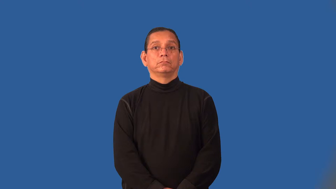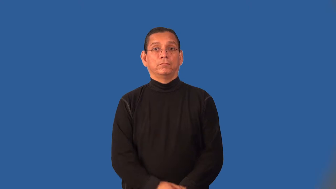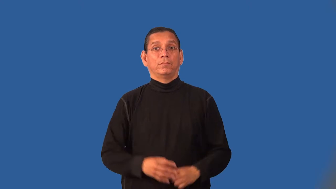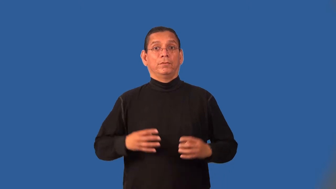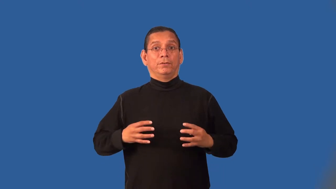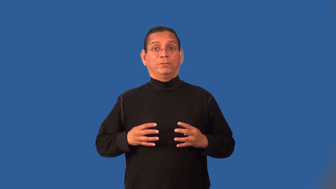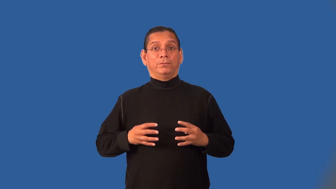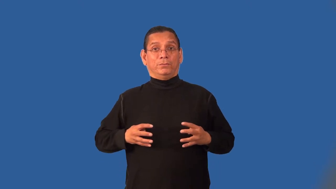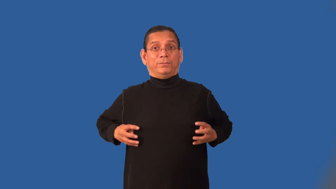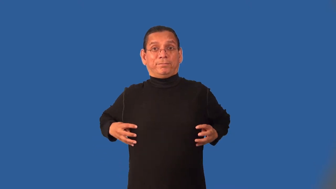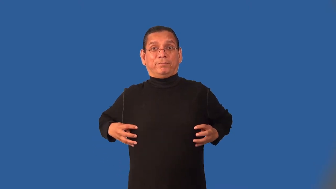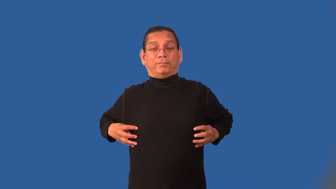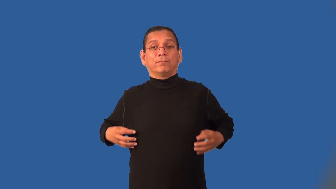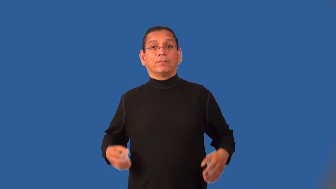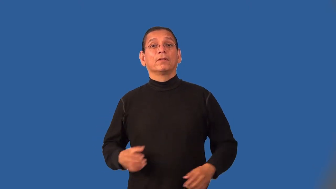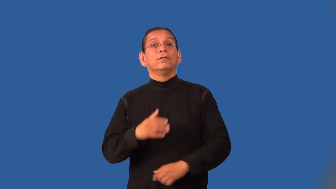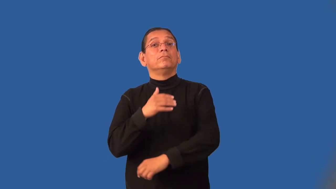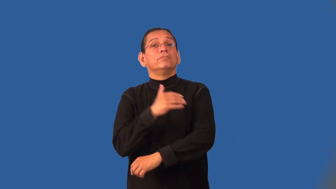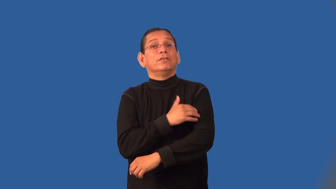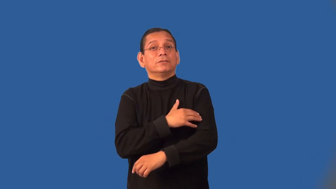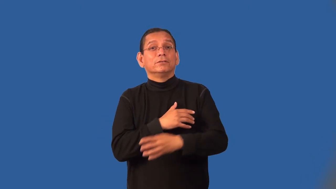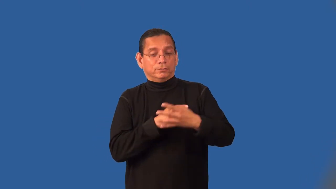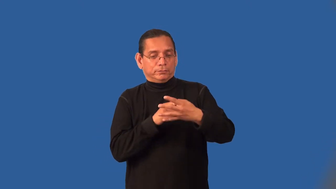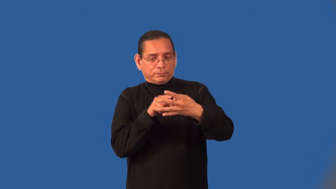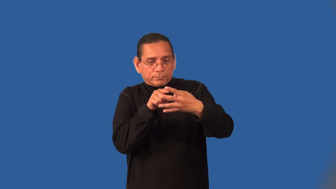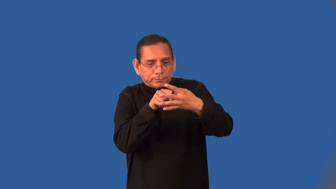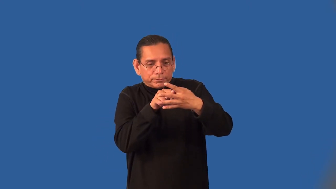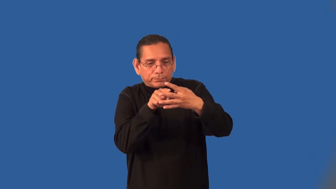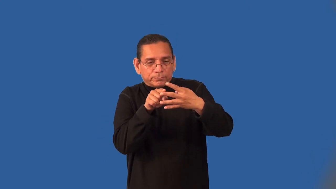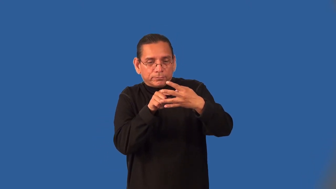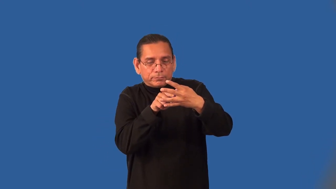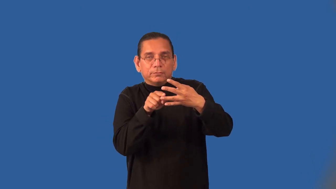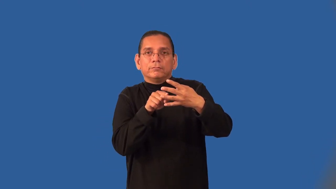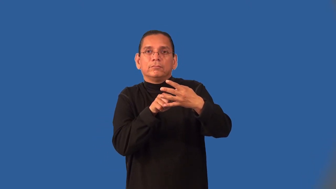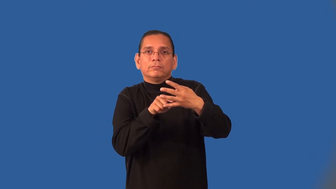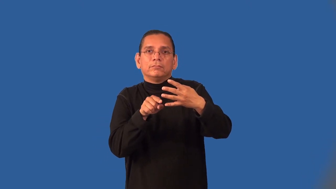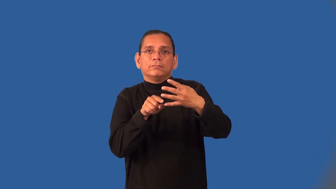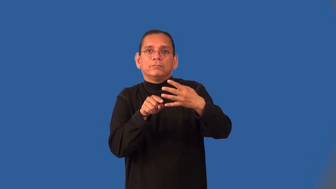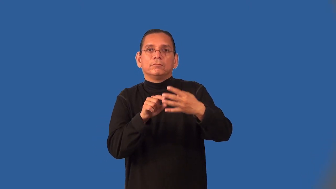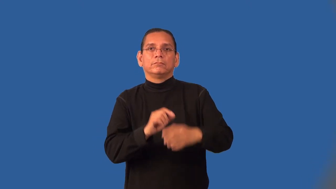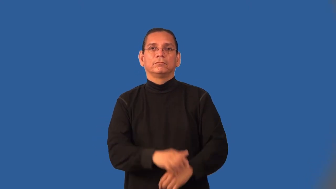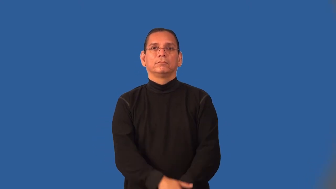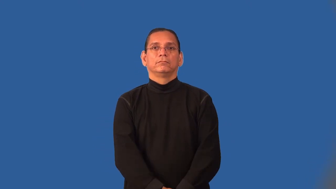intercostal